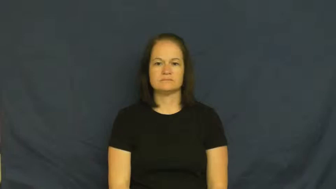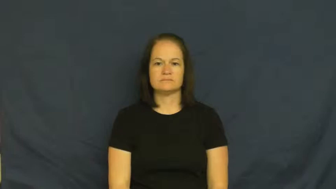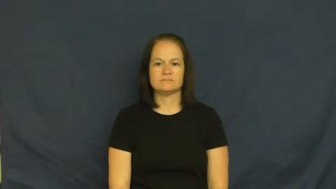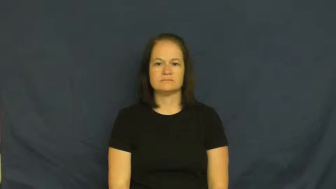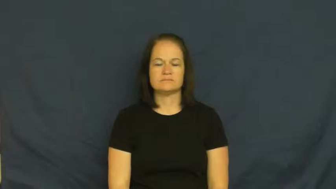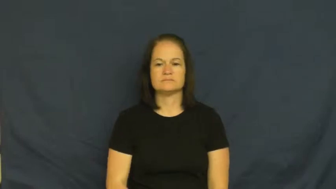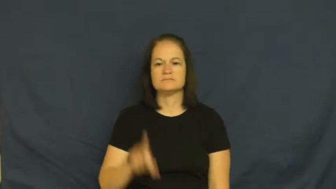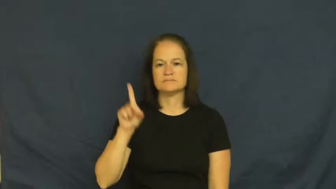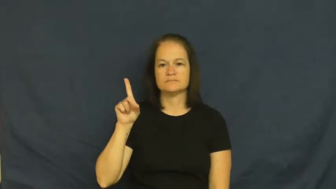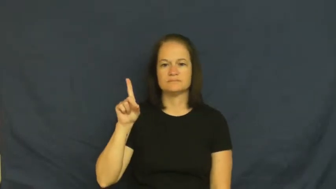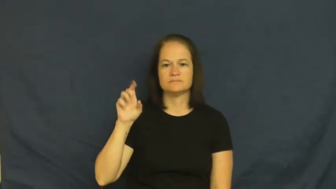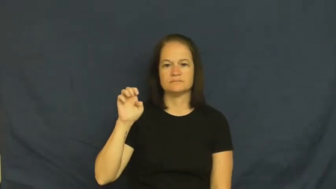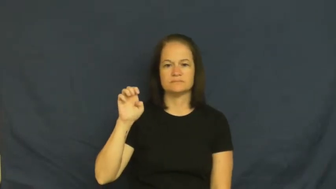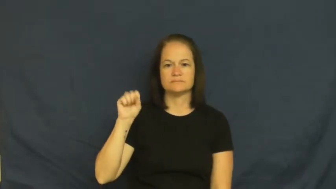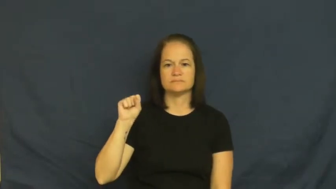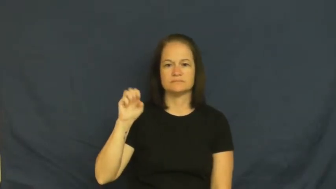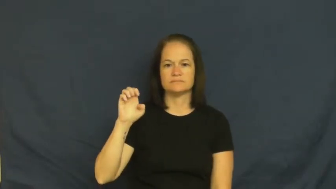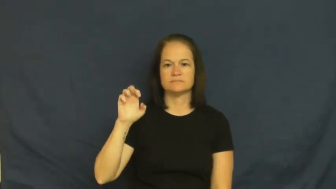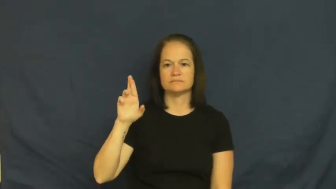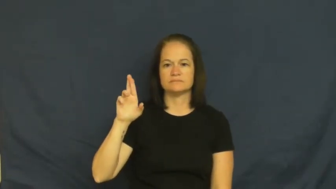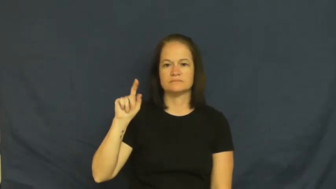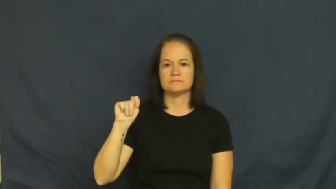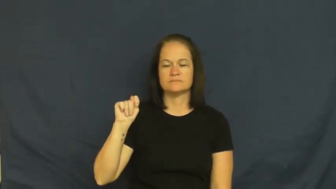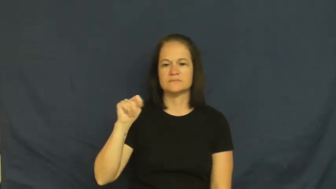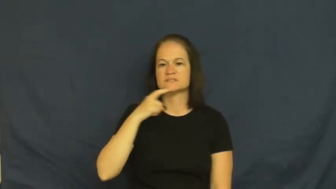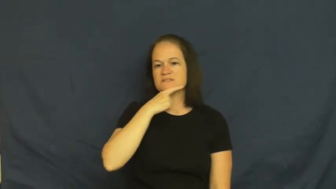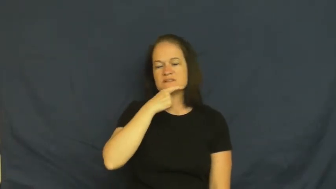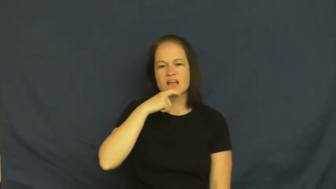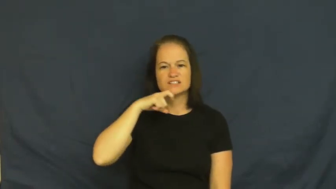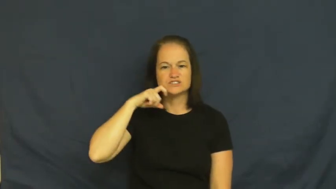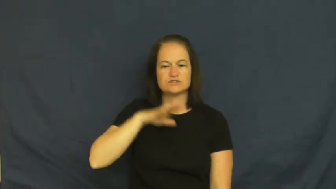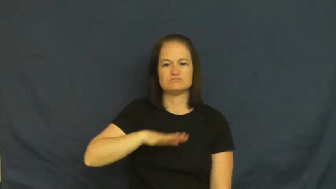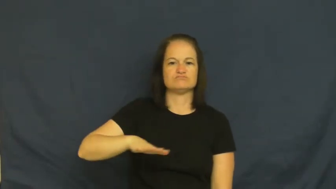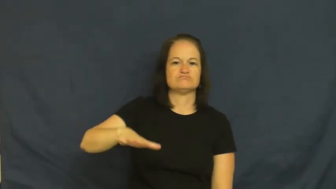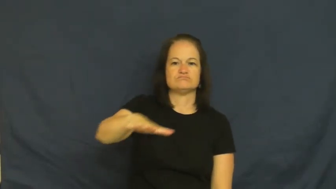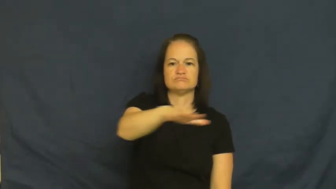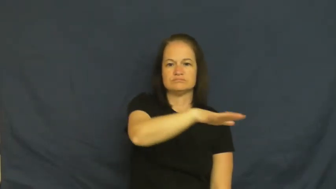desert-land